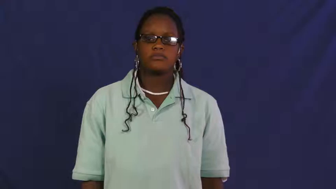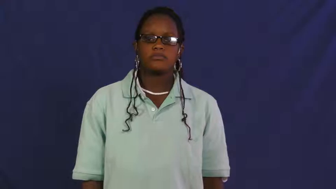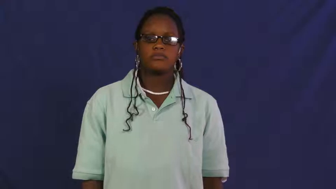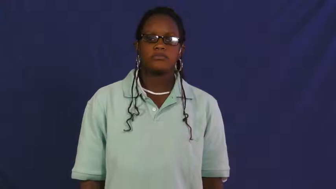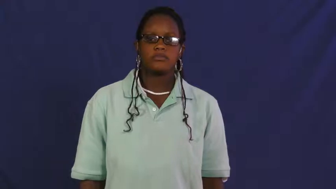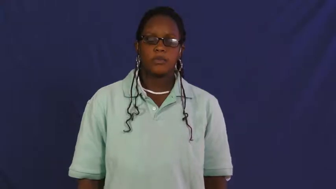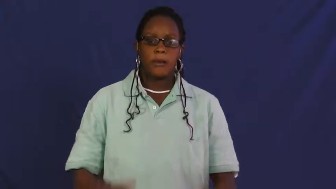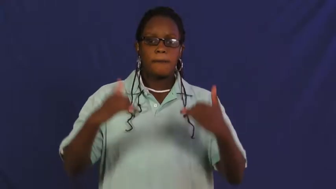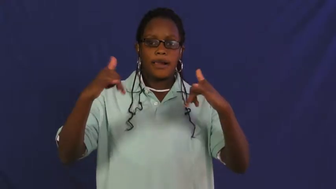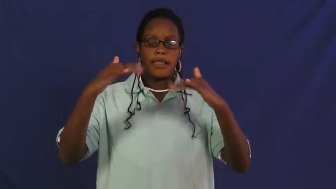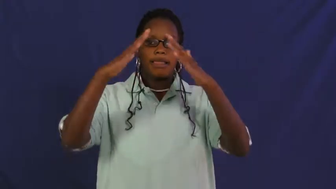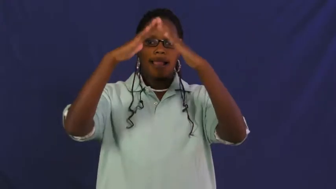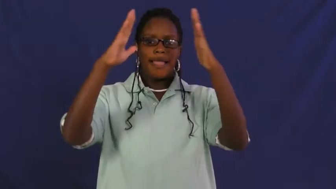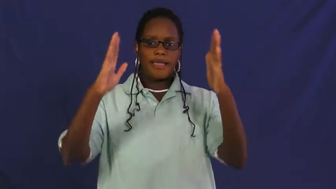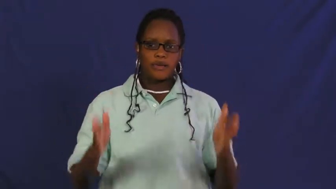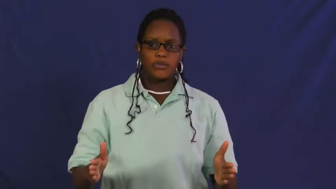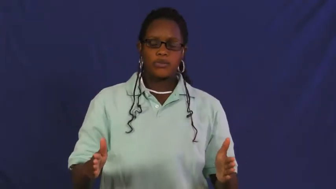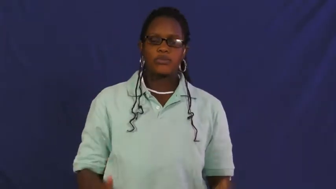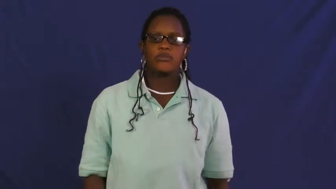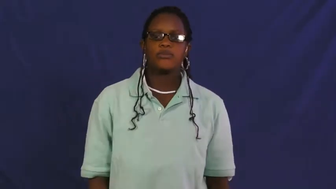playhouse